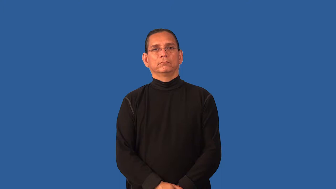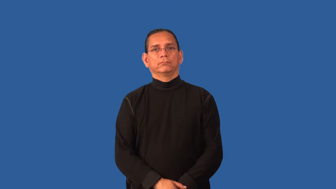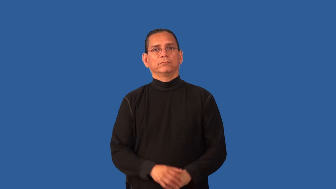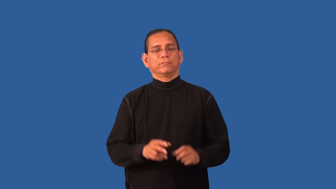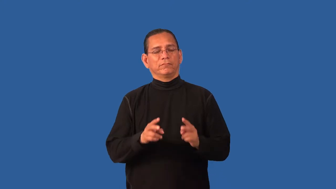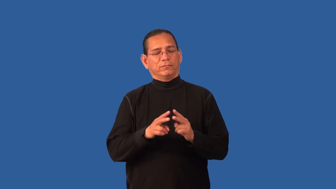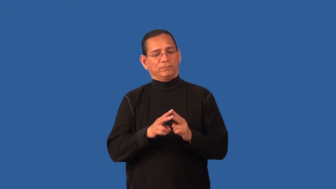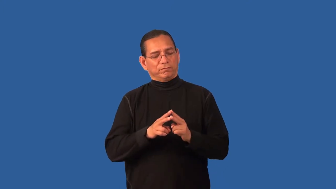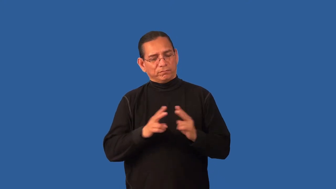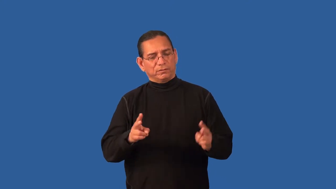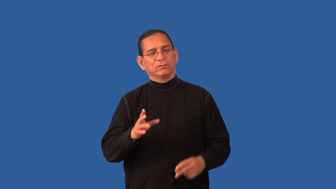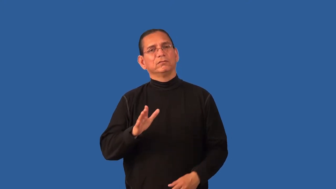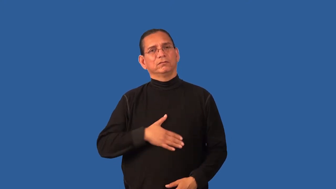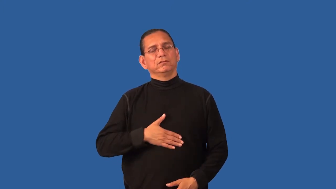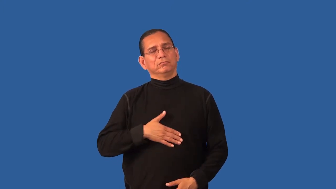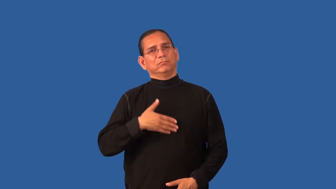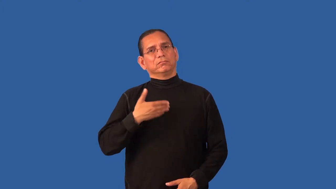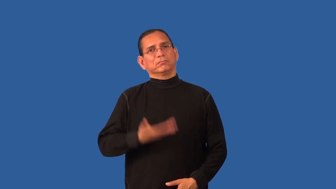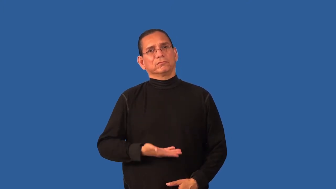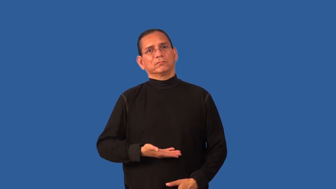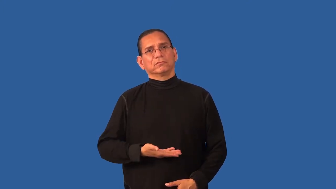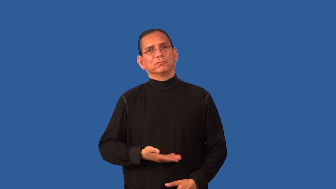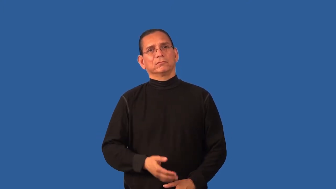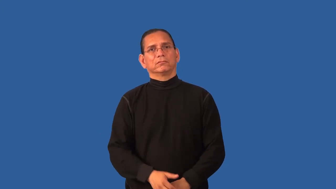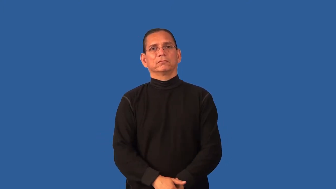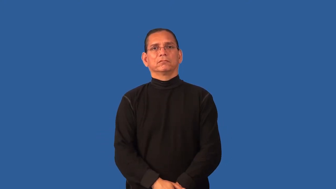disturbed,troubled-upset